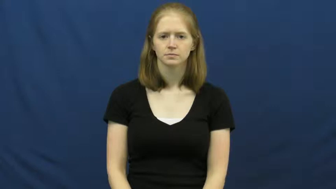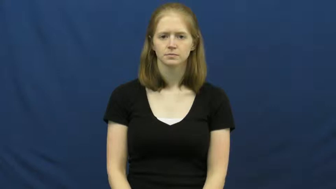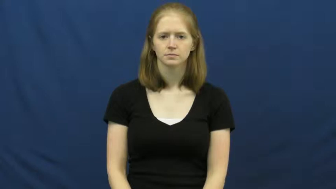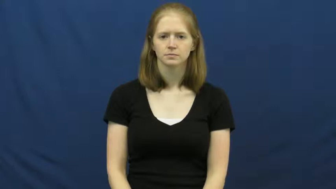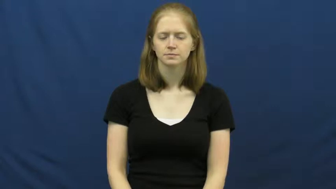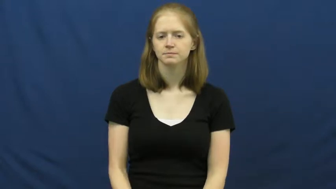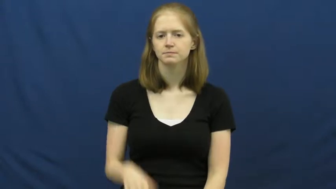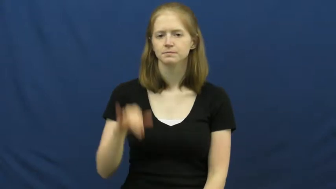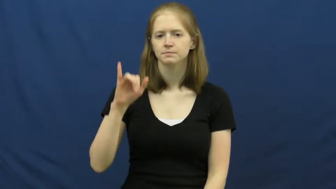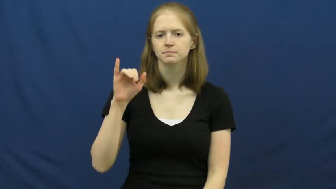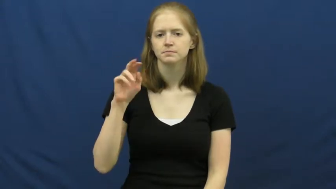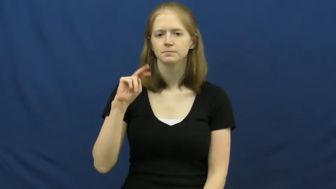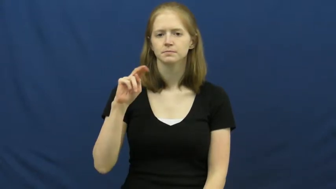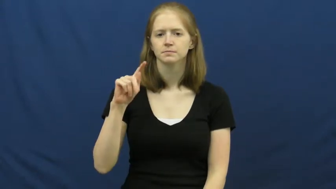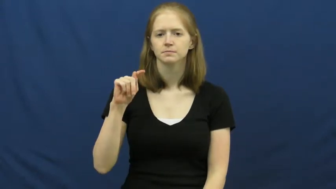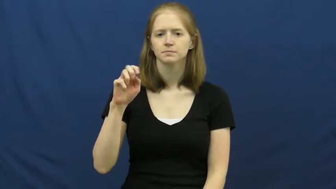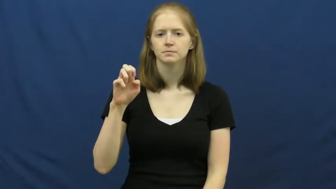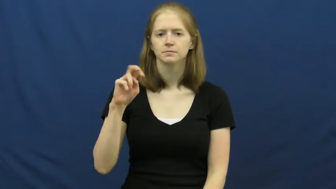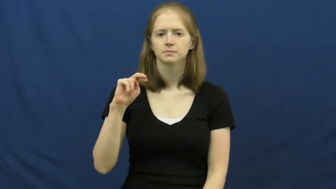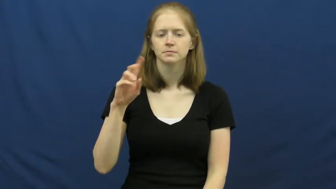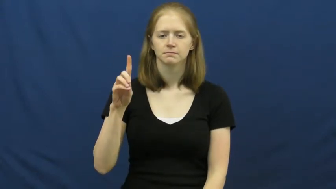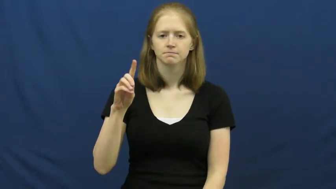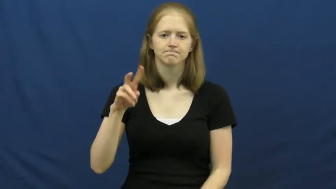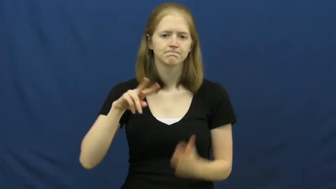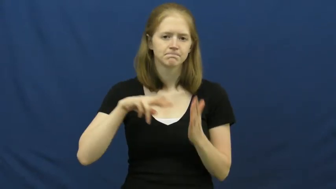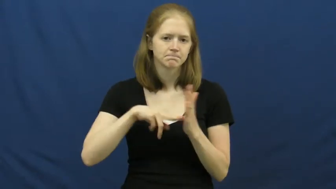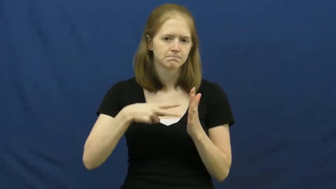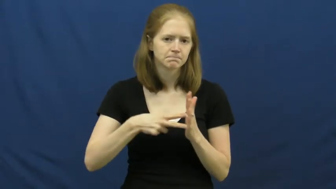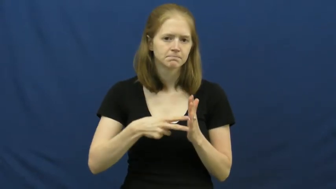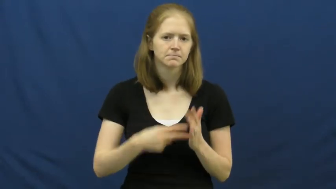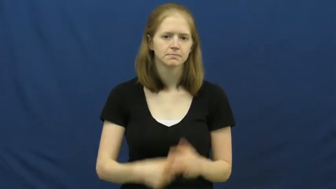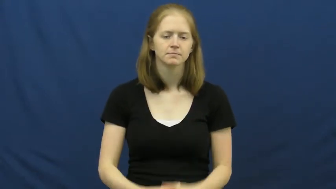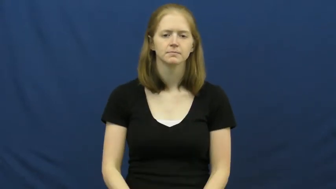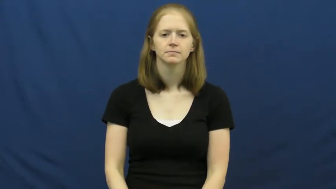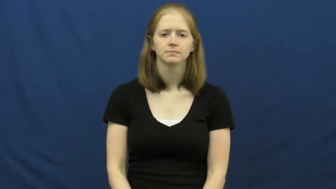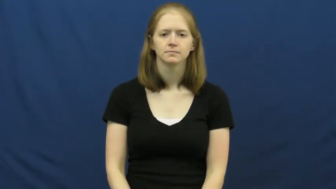intend